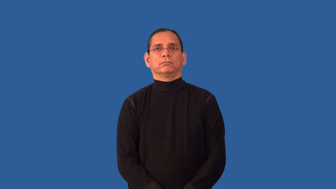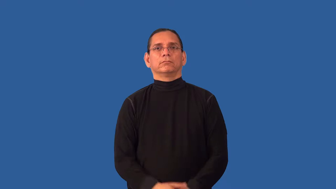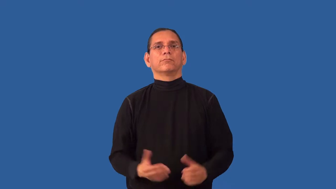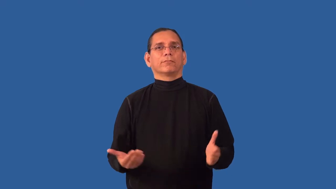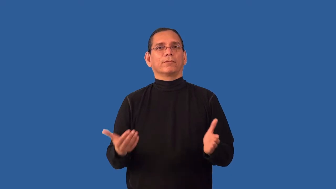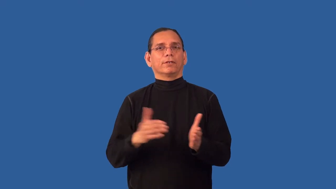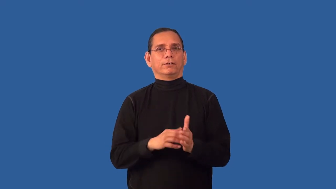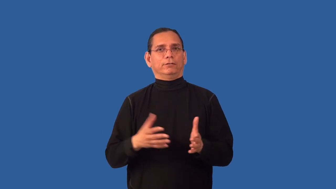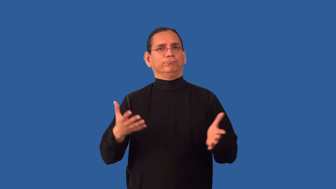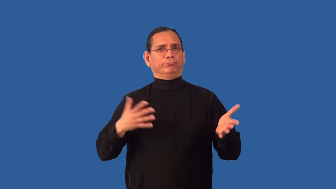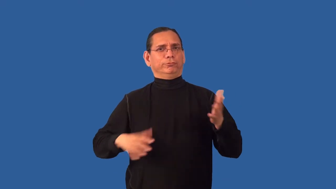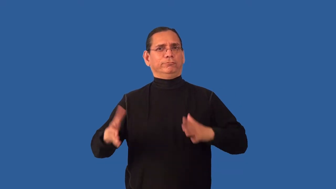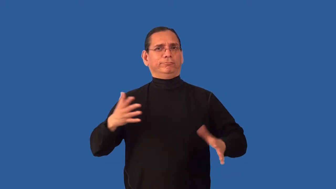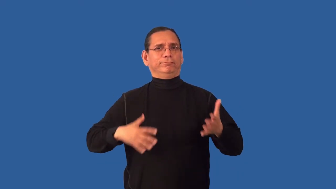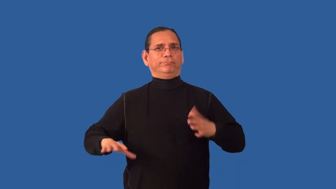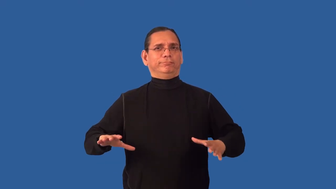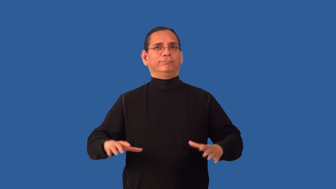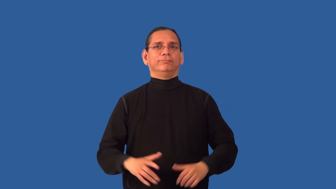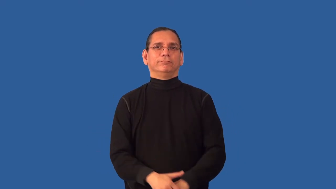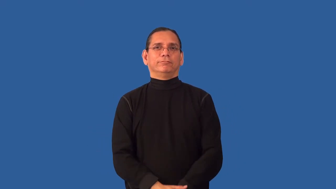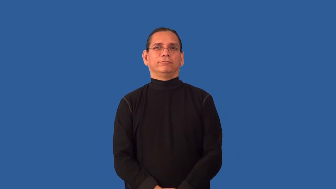redress,revest-dress again